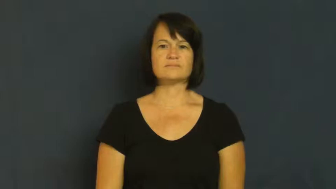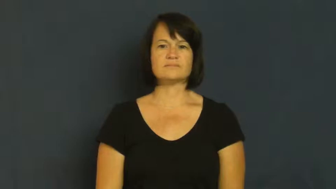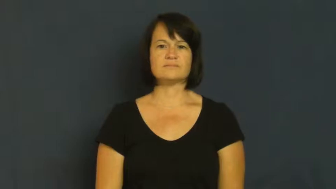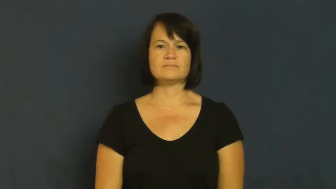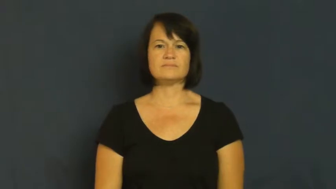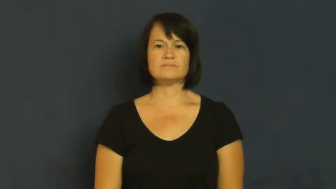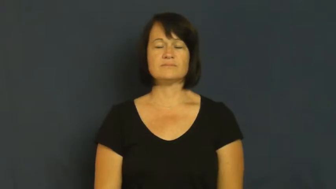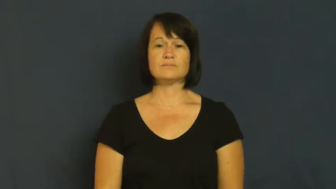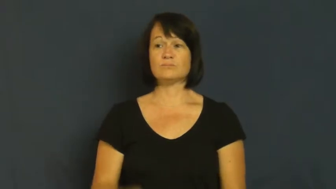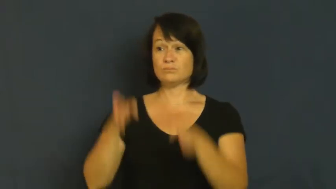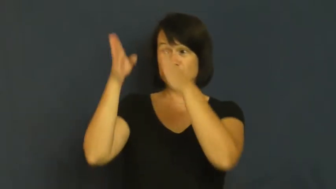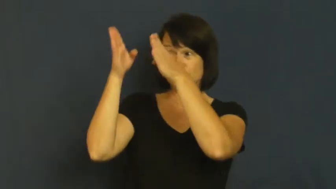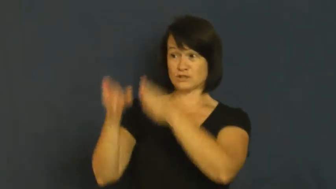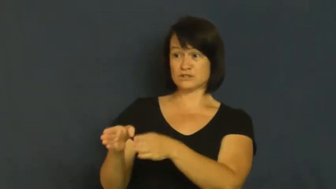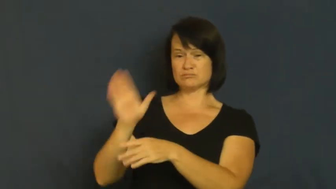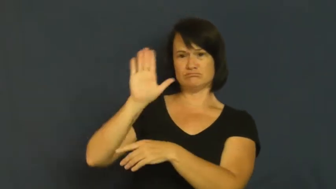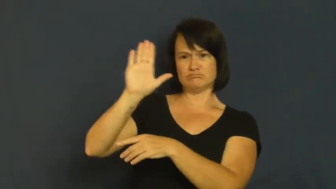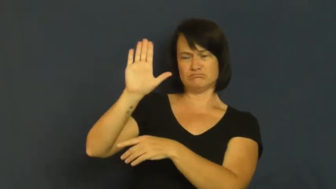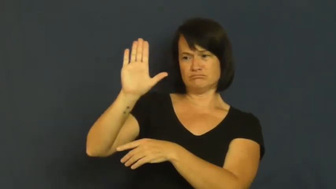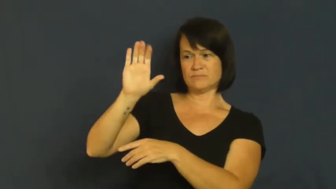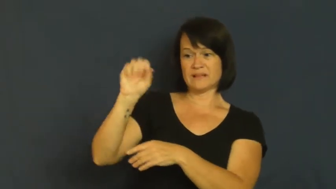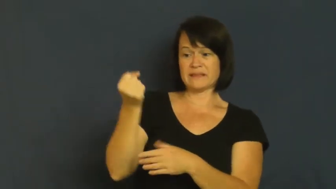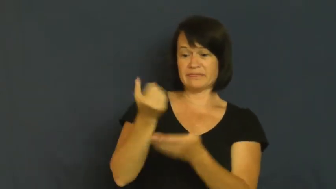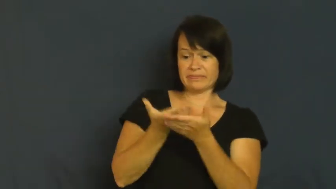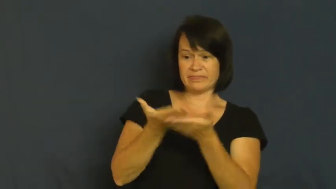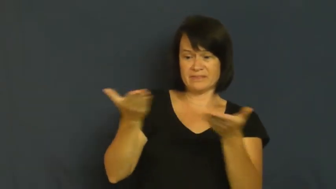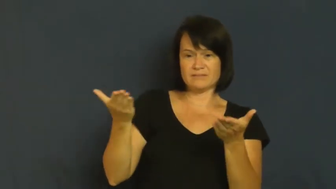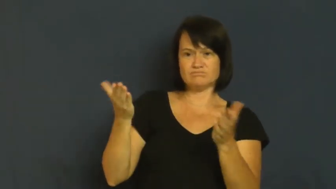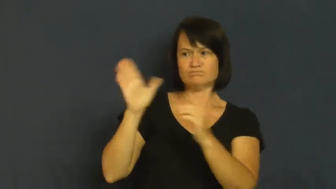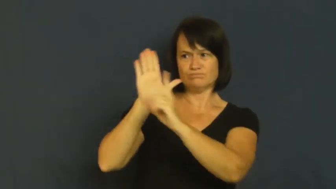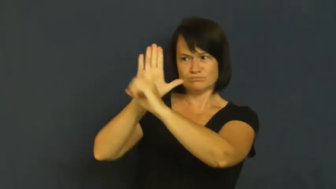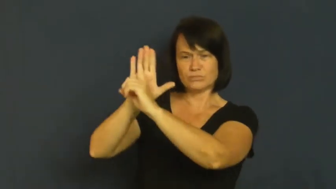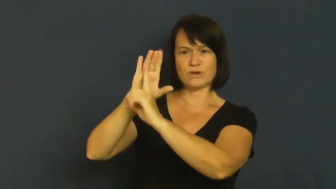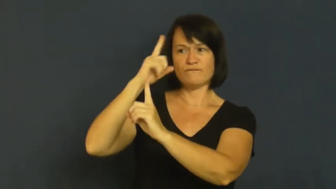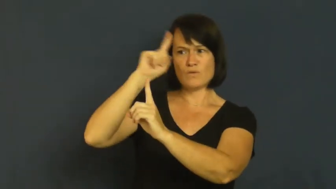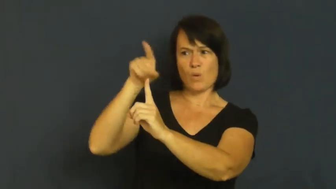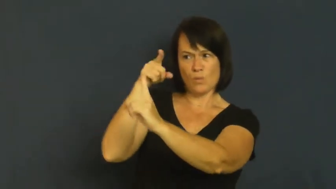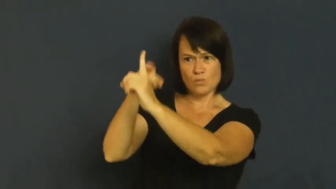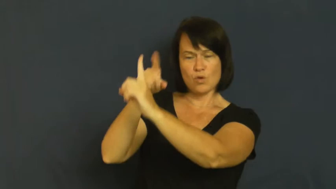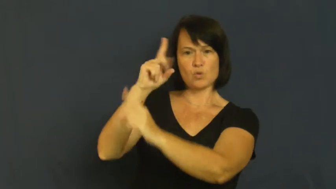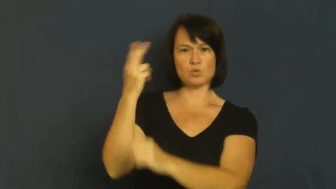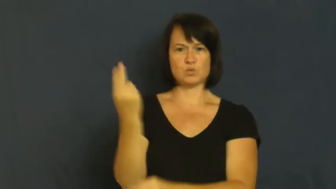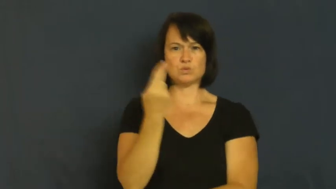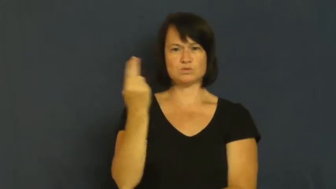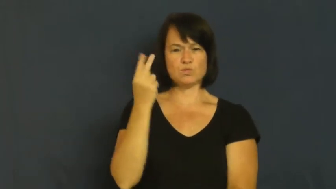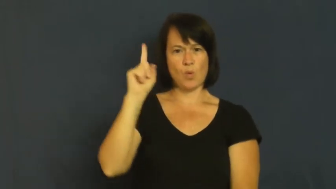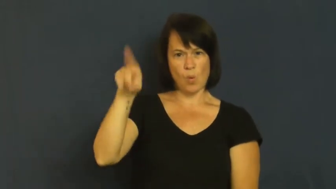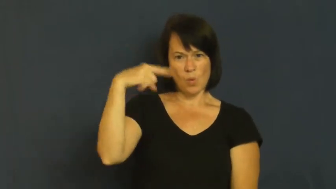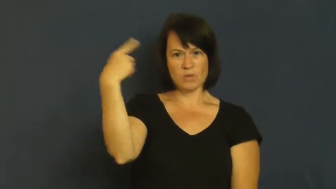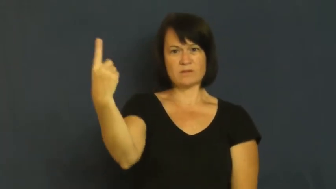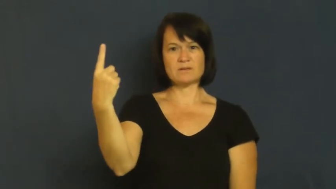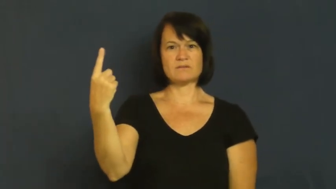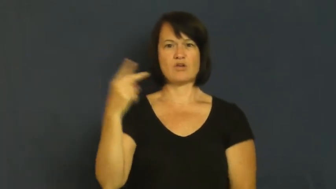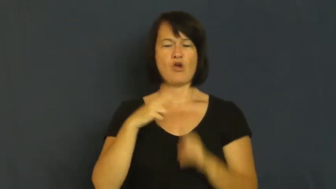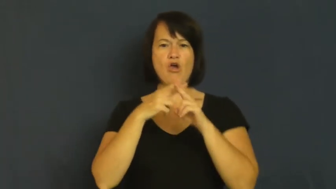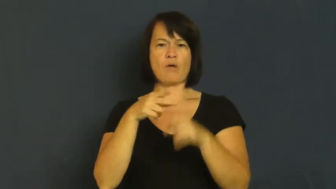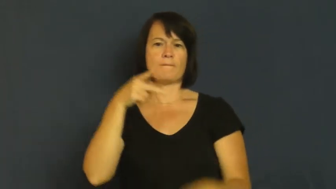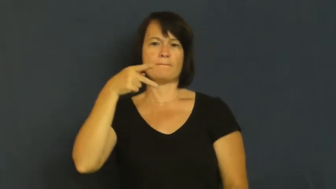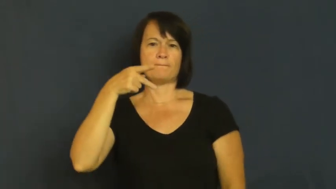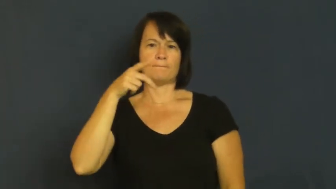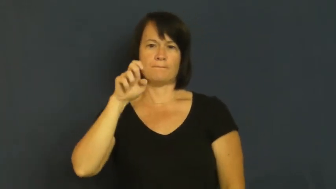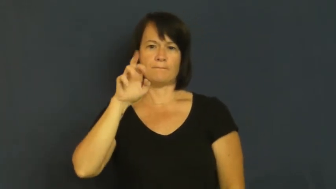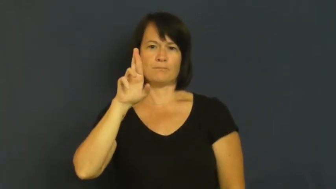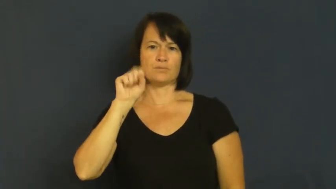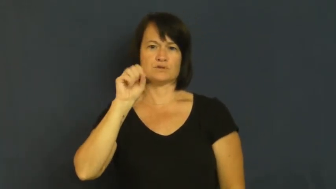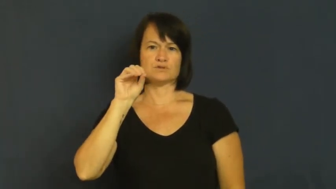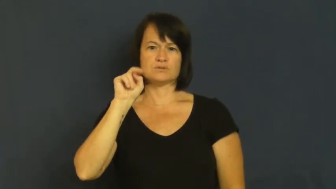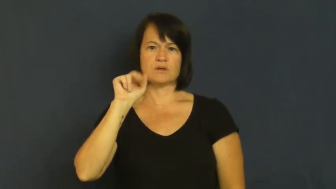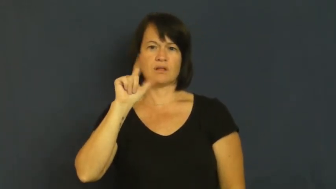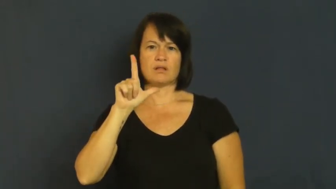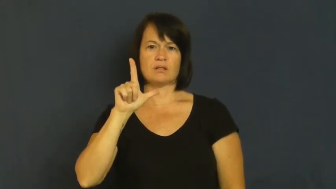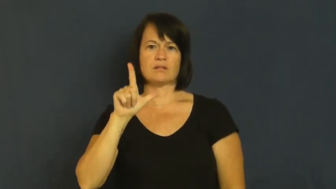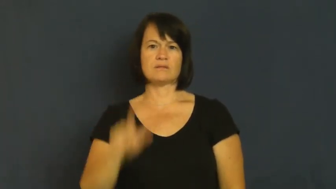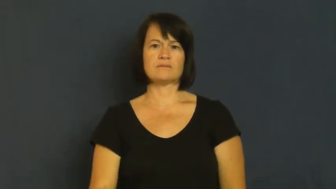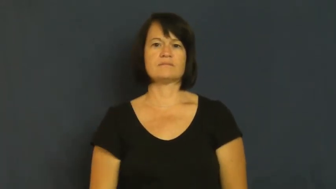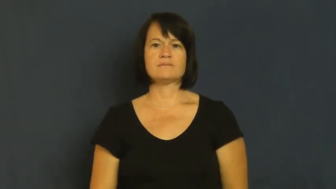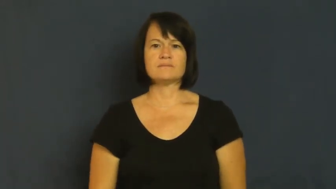personal-person's own